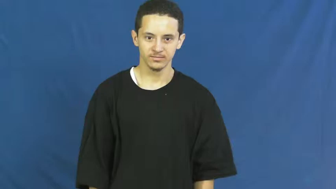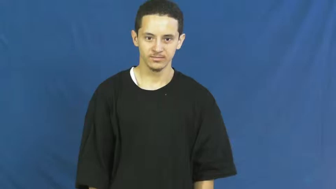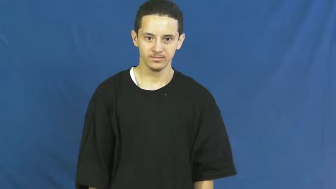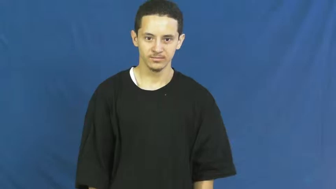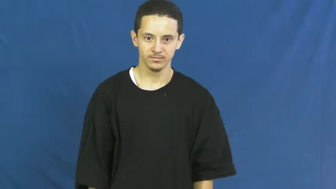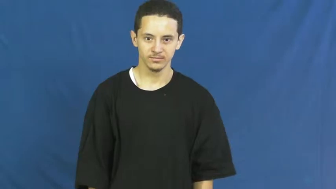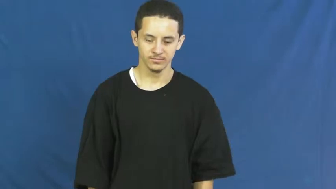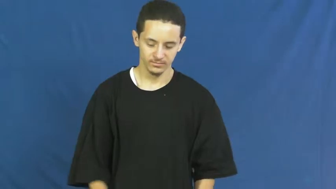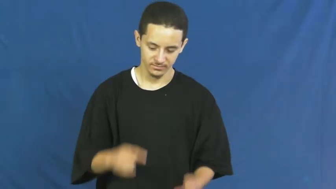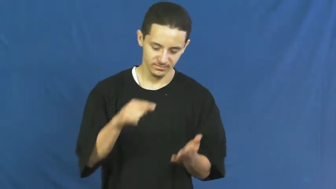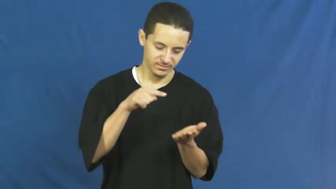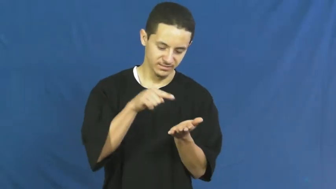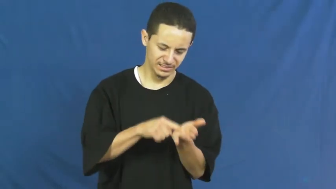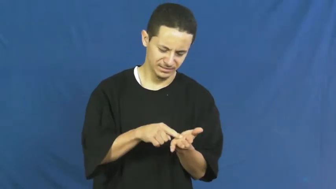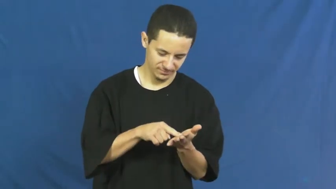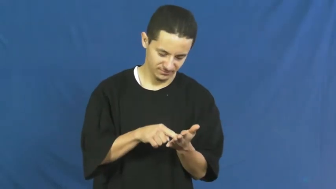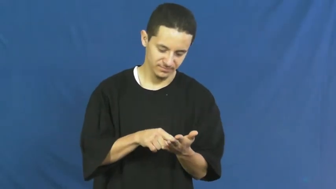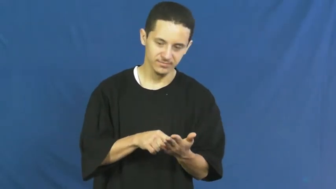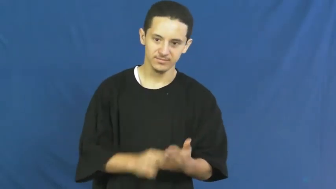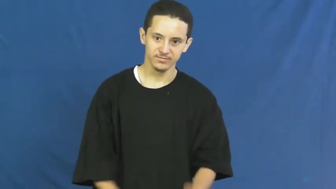this